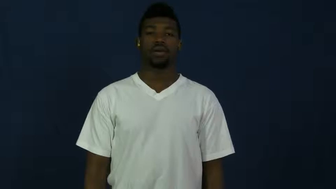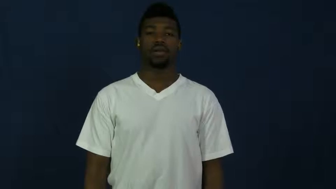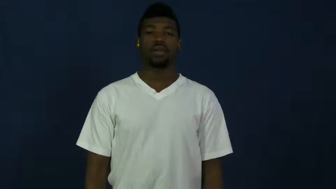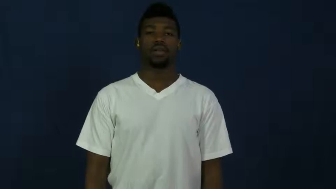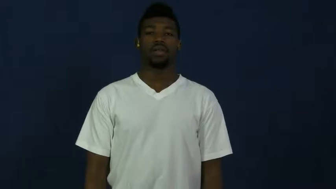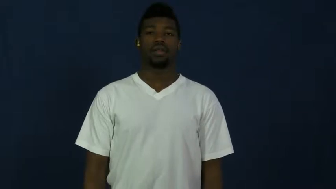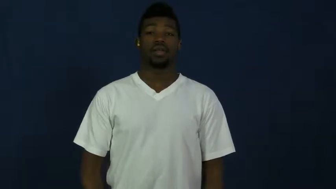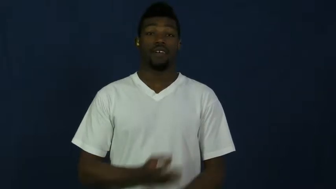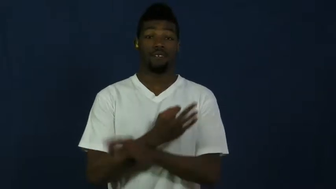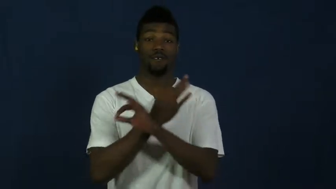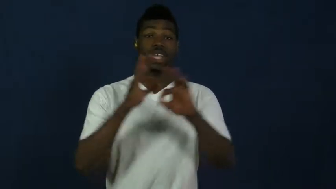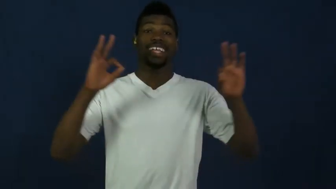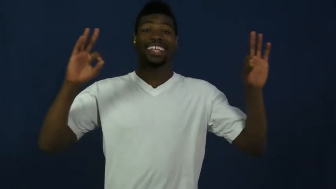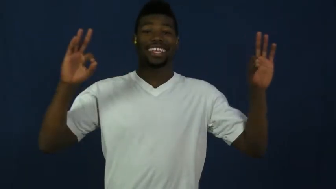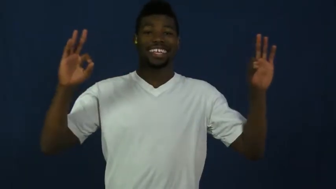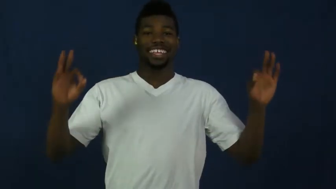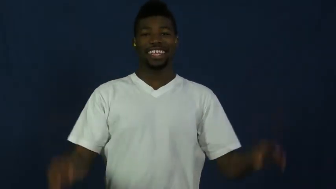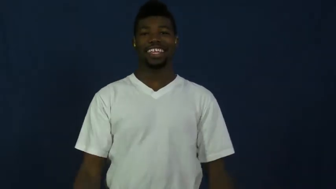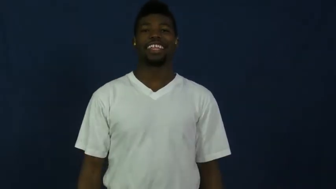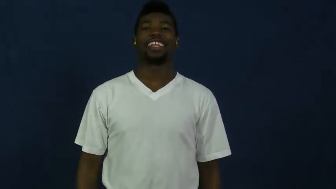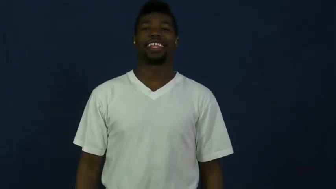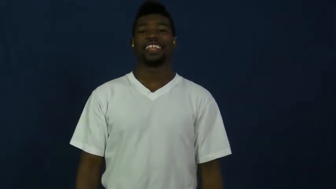free,gratis,costless,complimentary